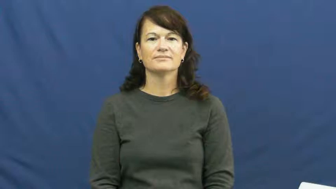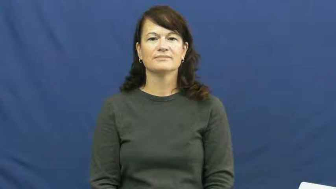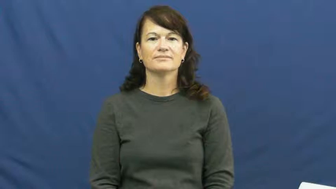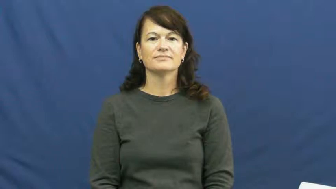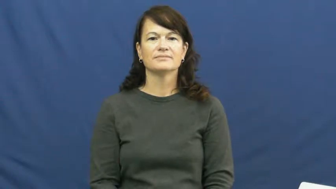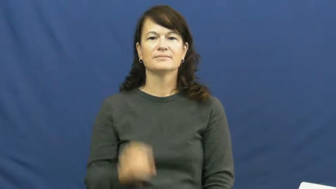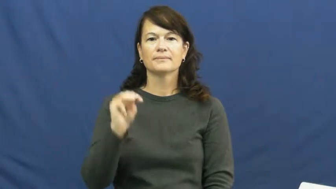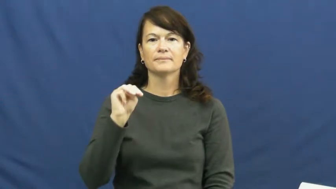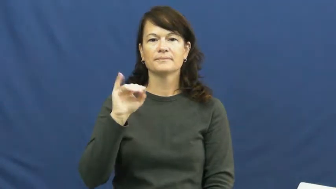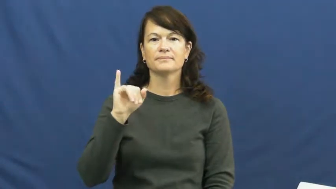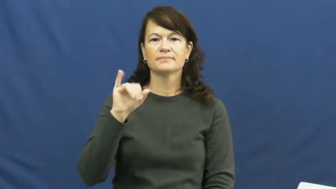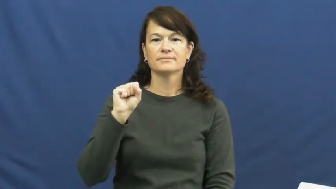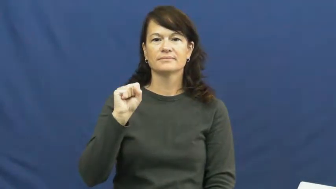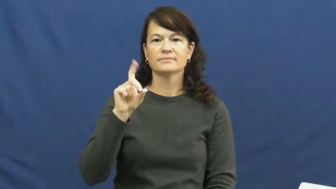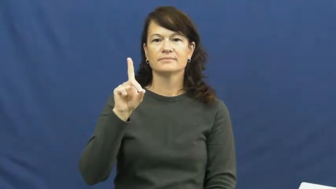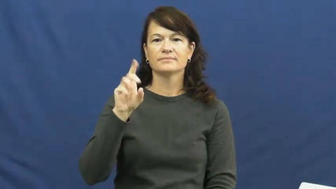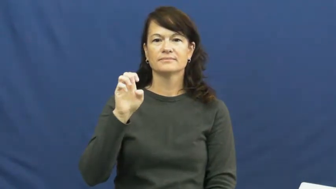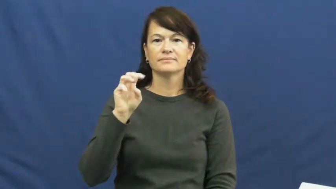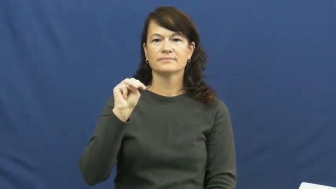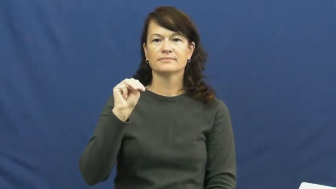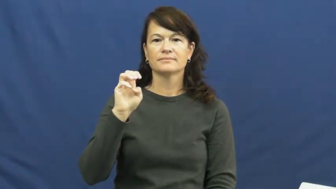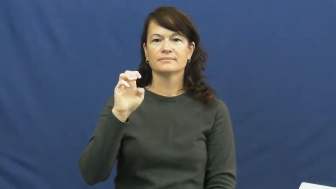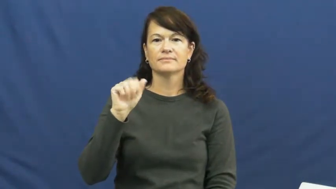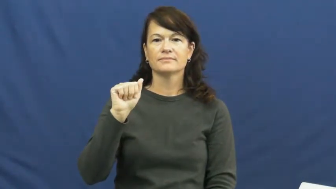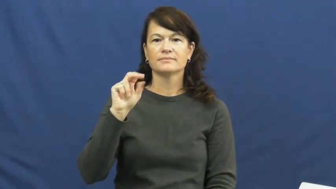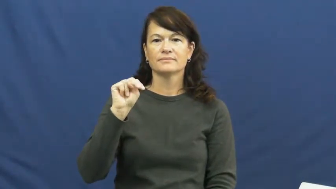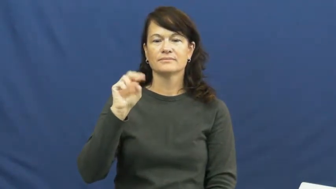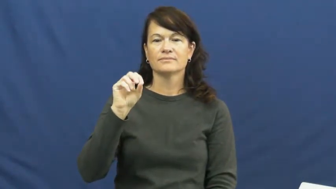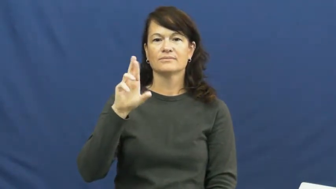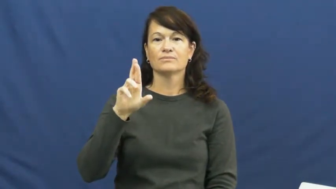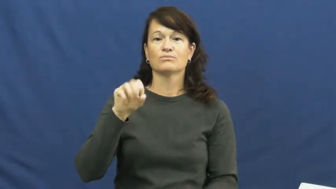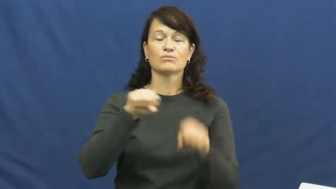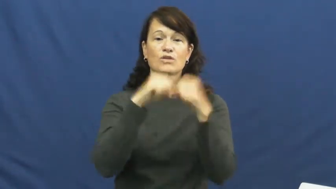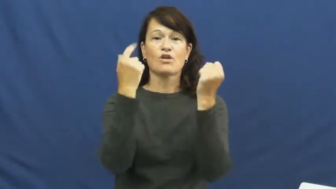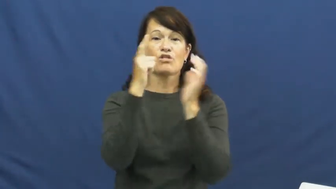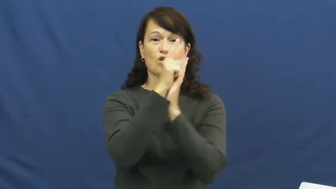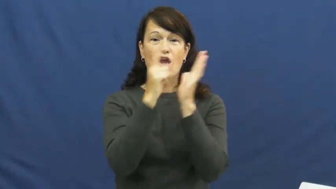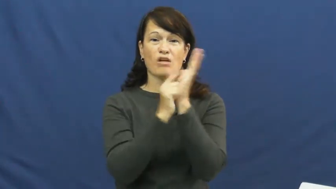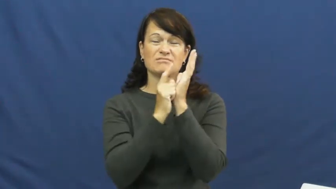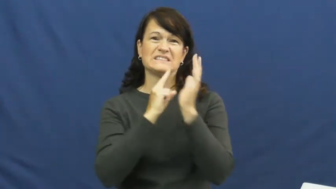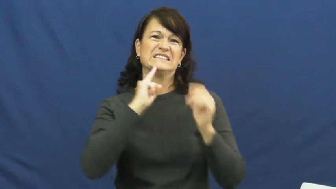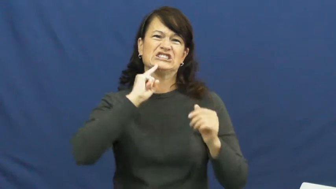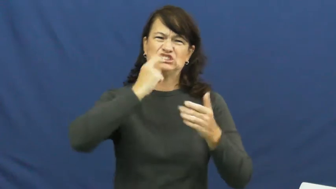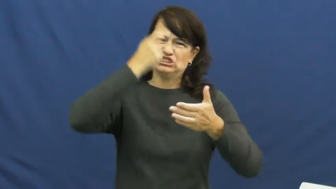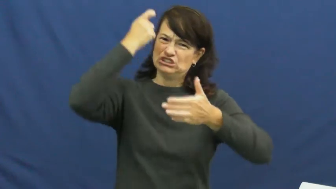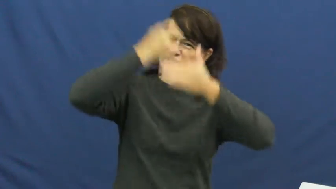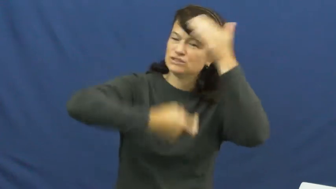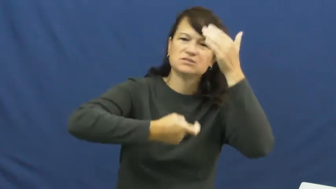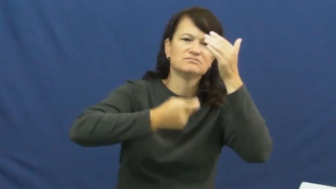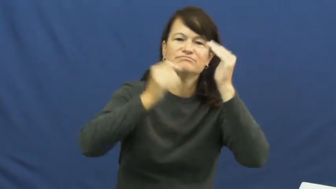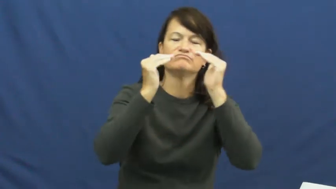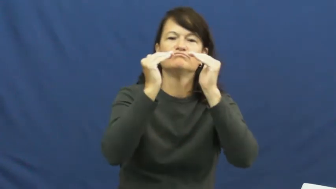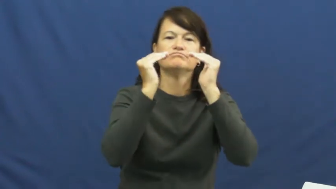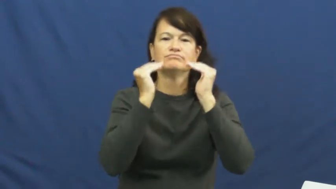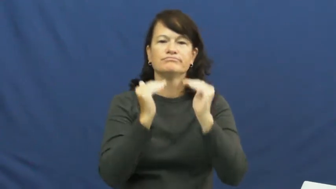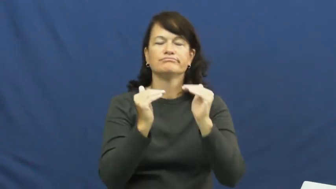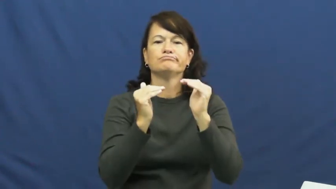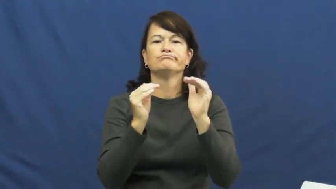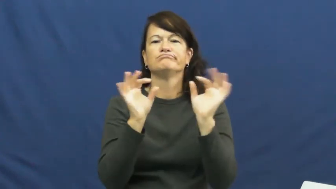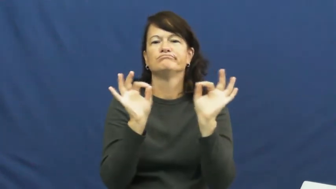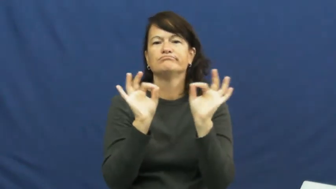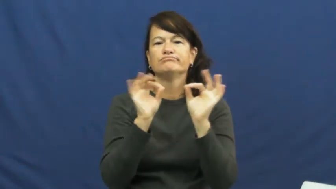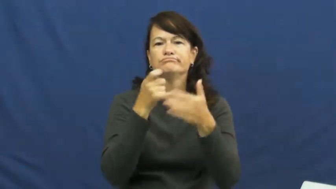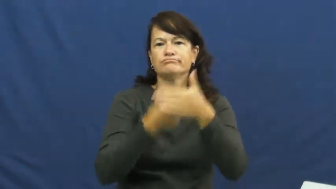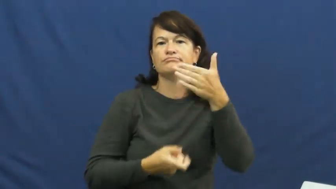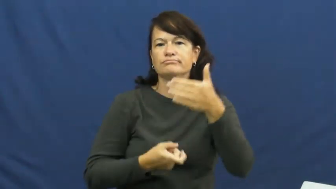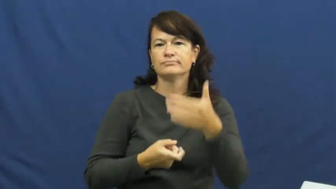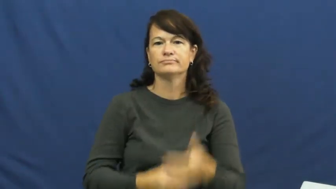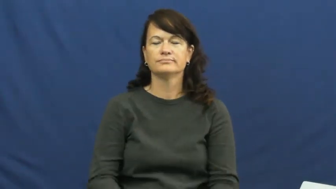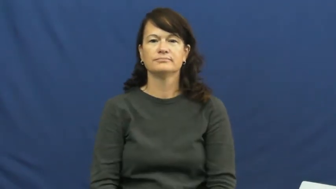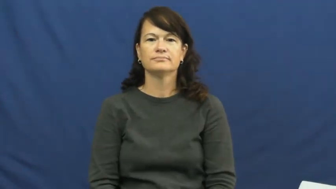misdemeanor